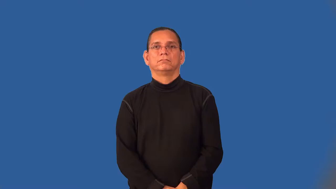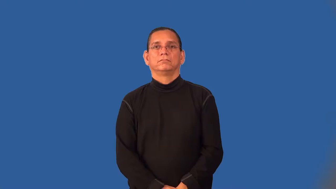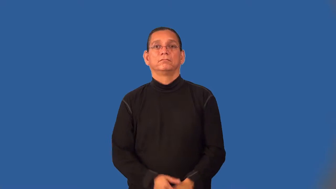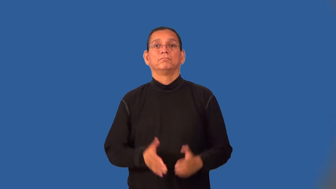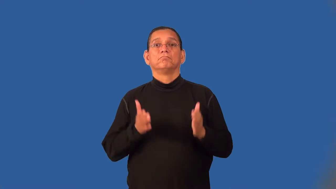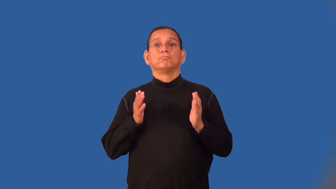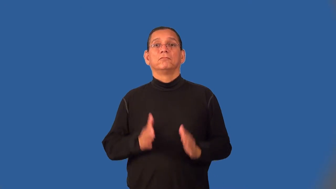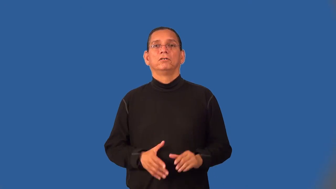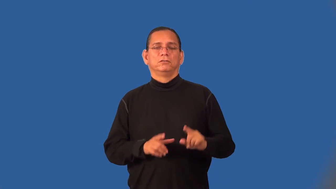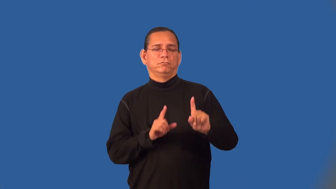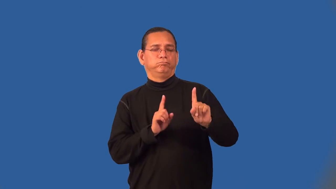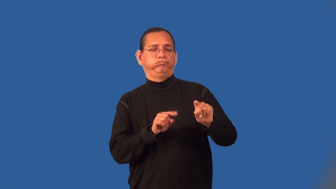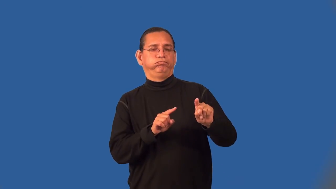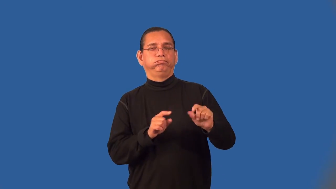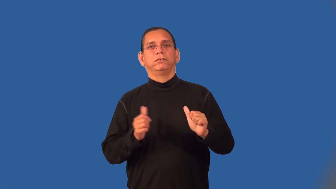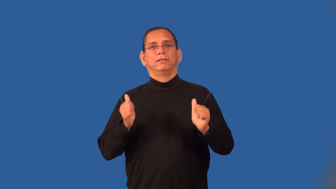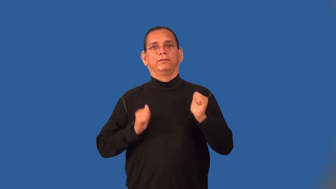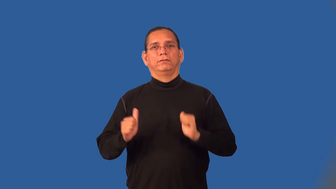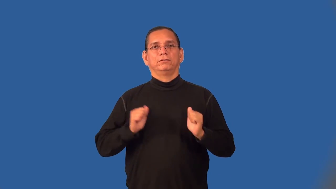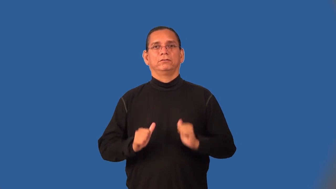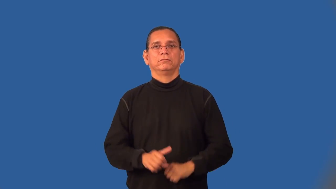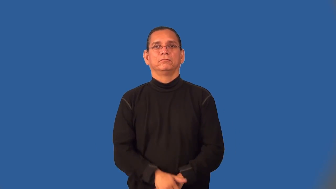theatergoer